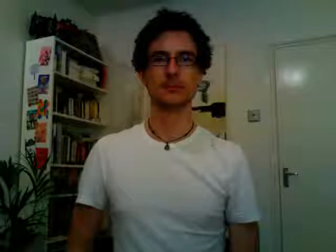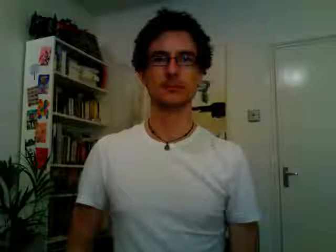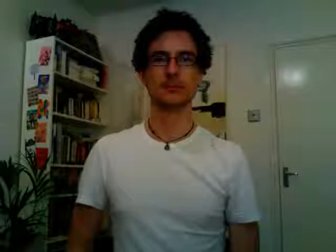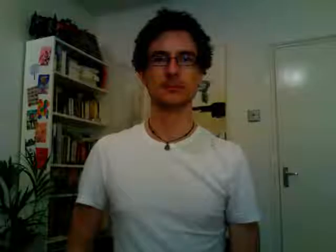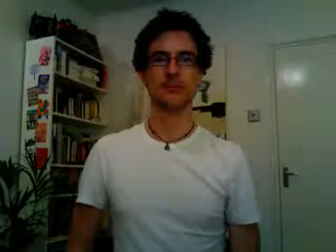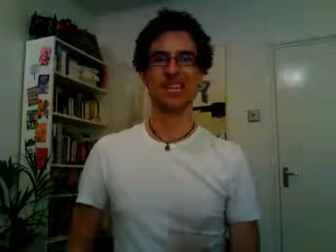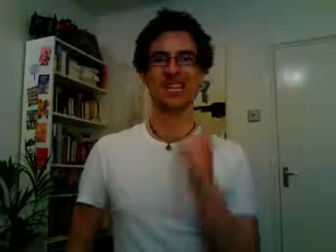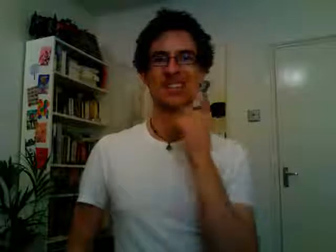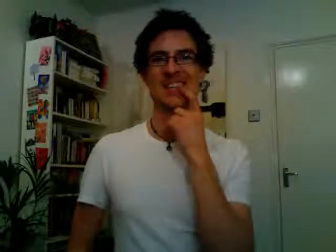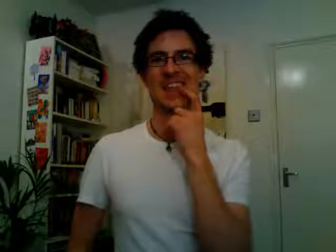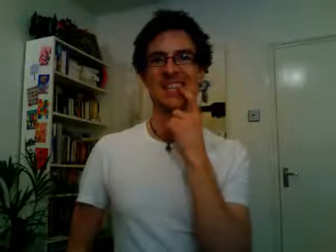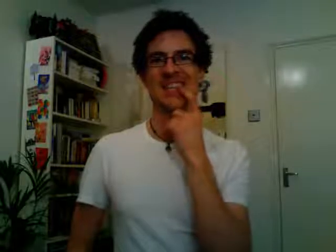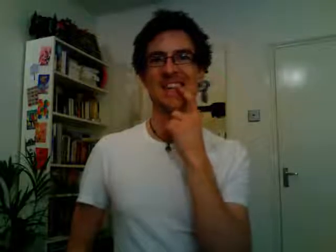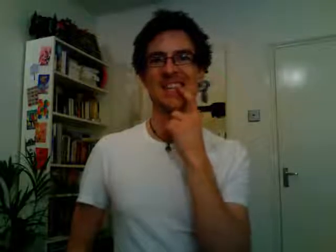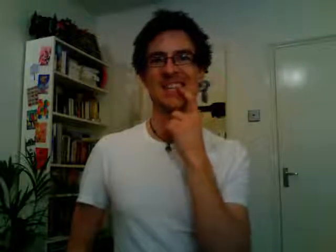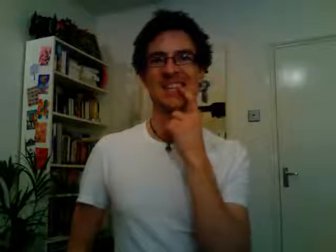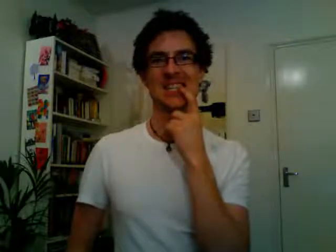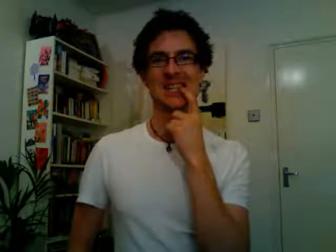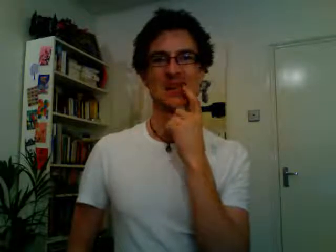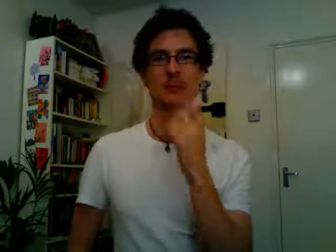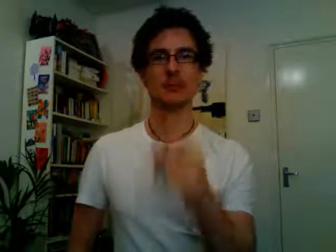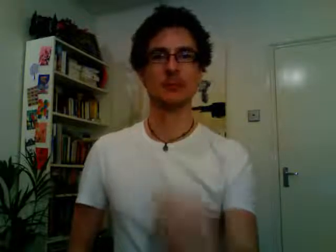dentist